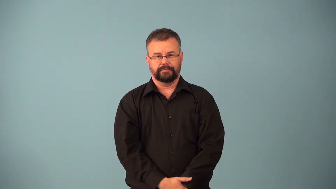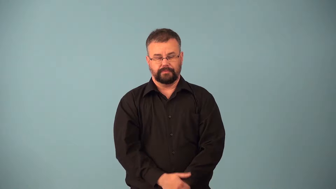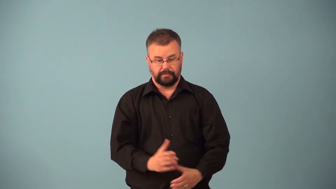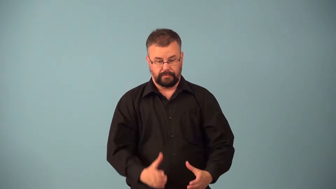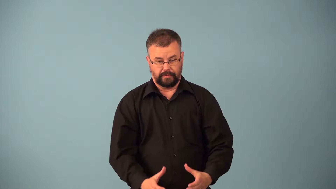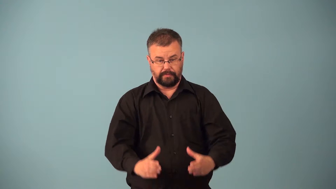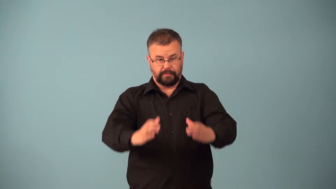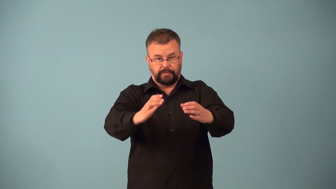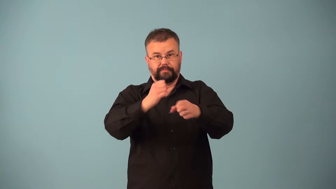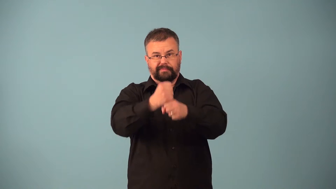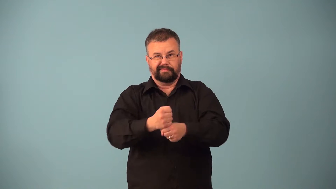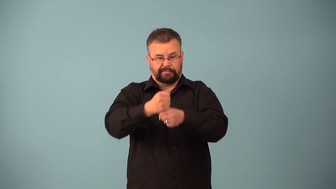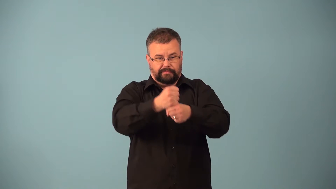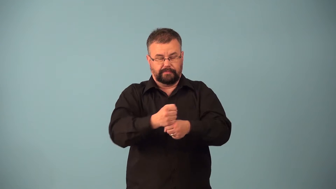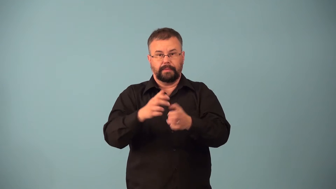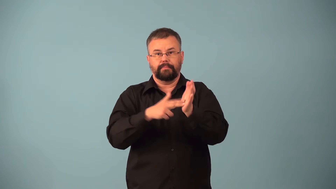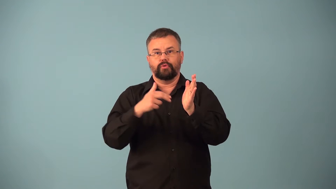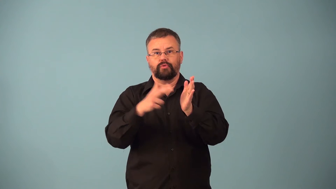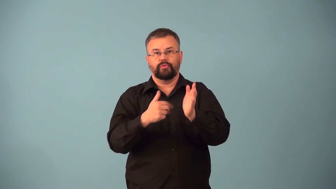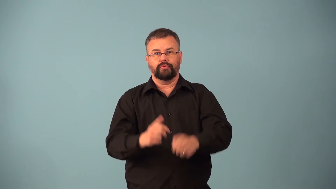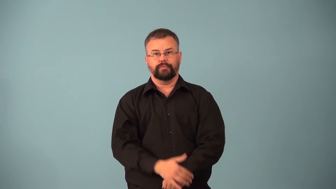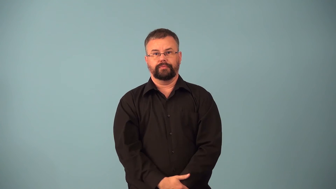churner